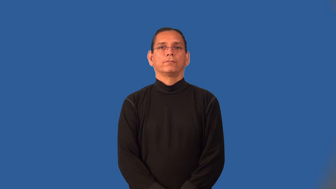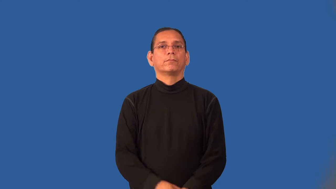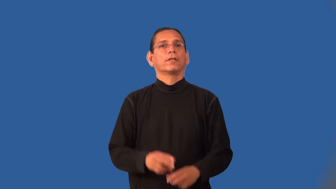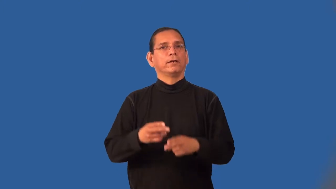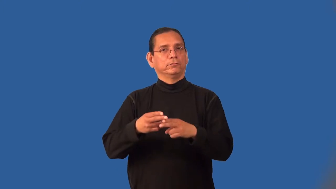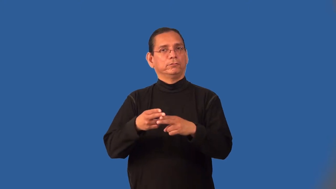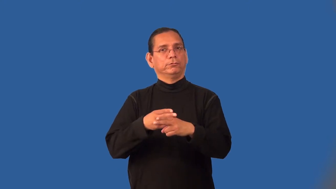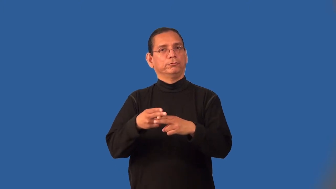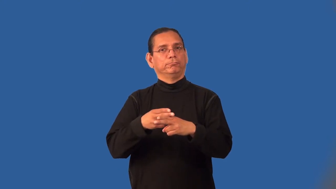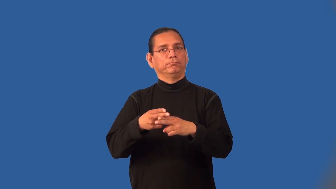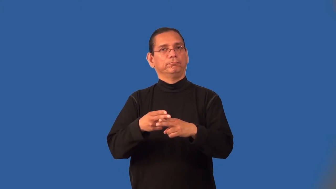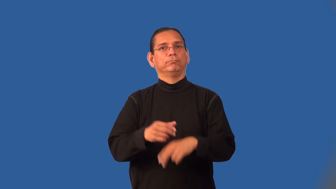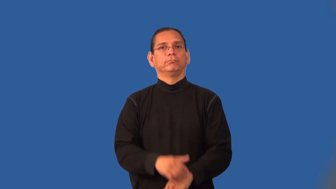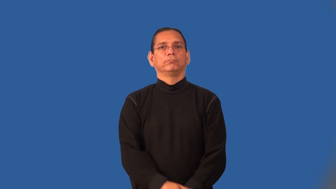provisional